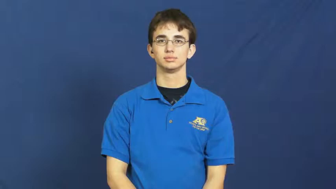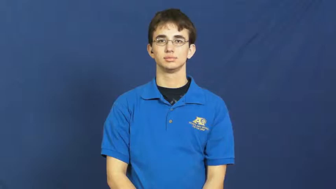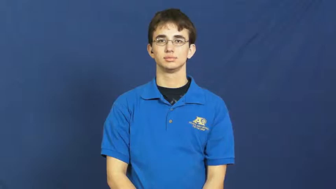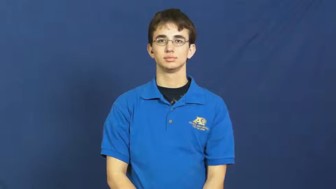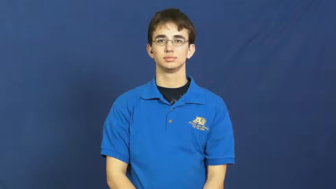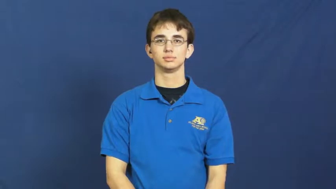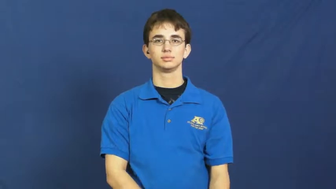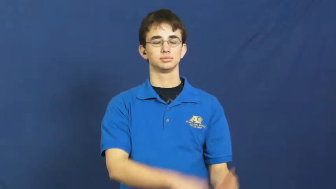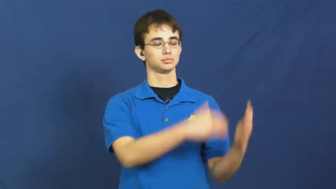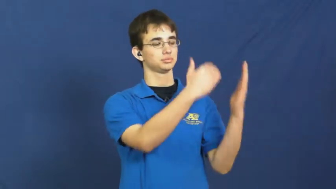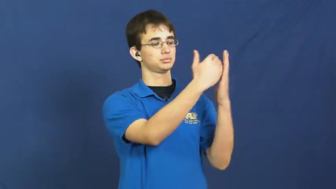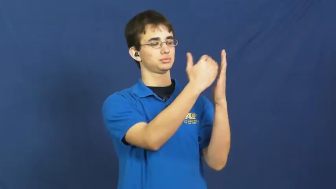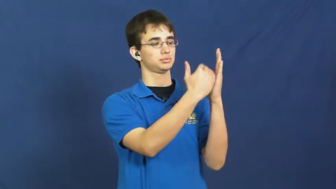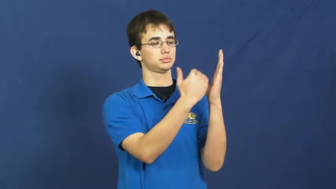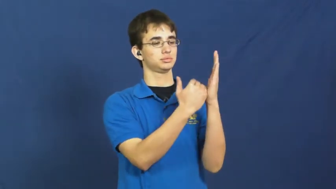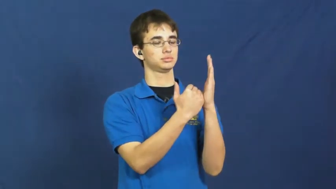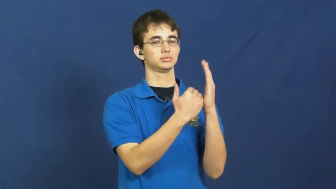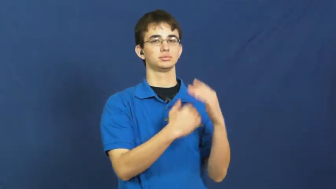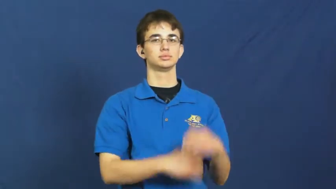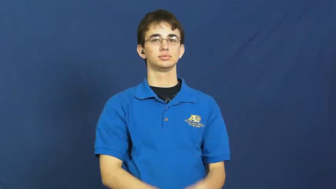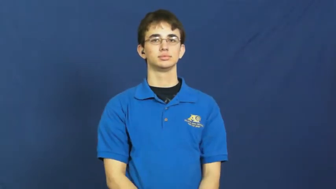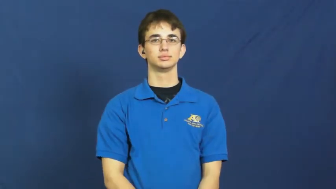course-lesson